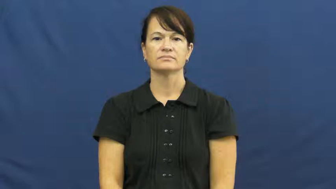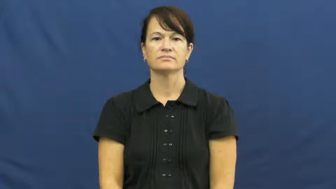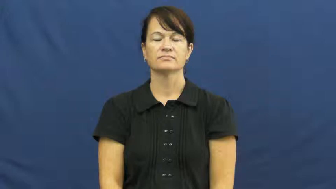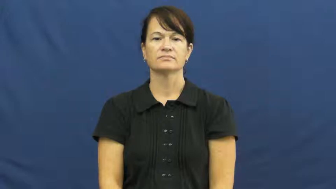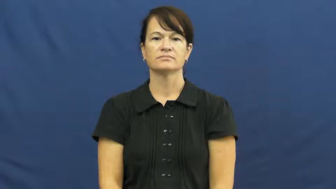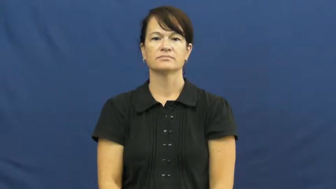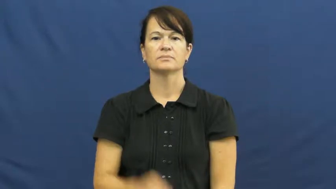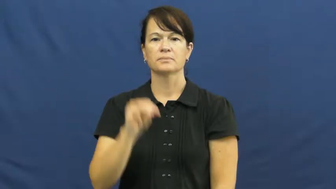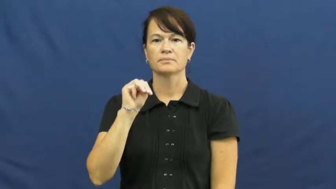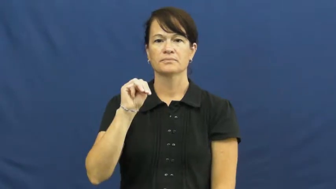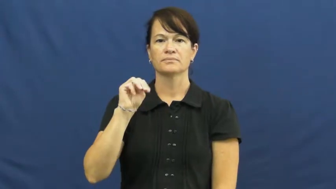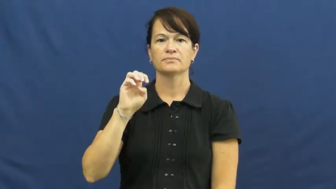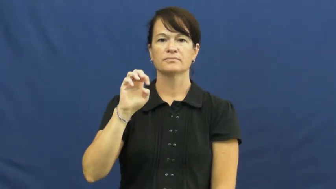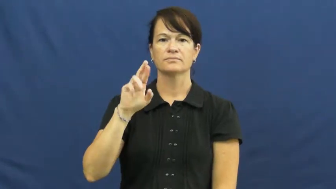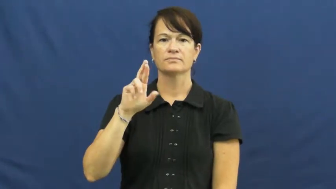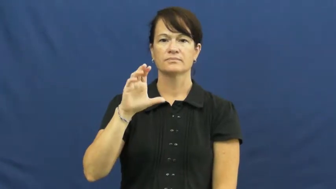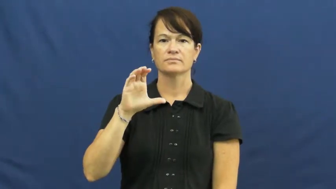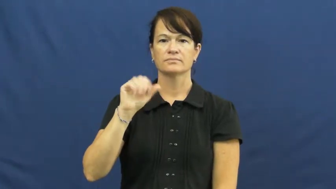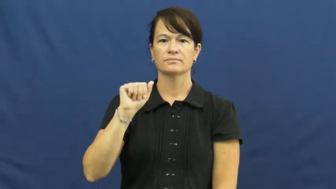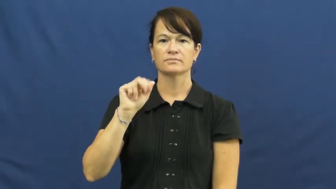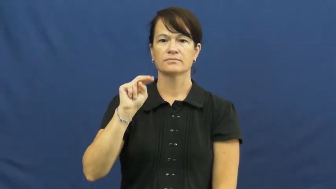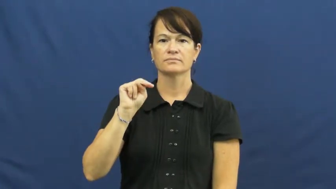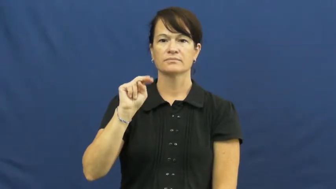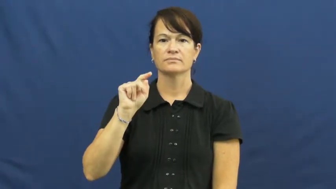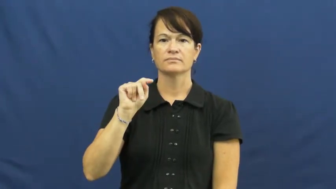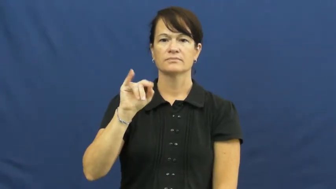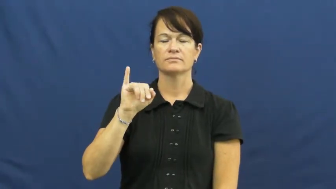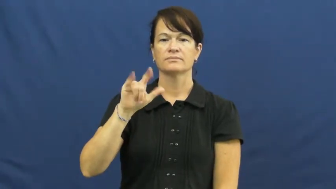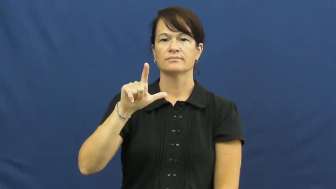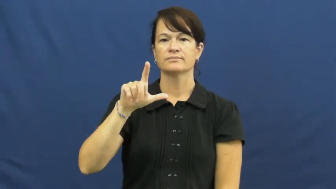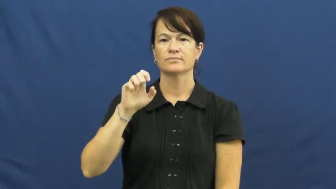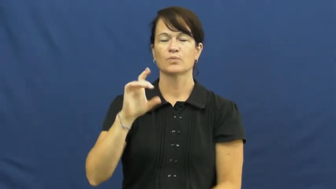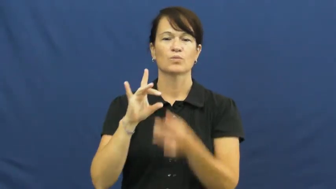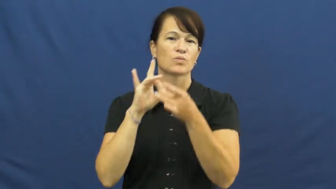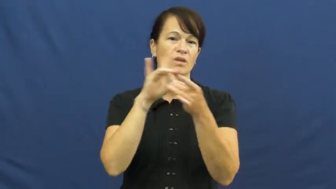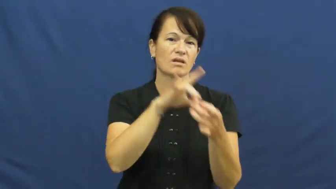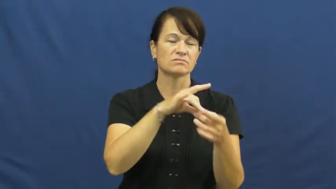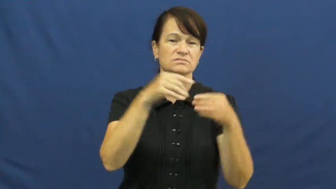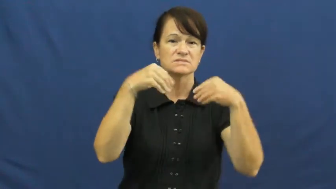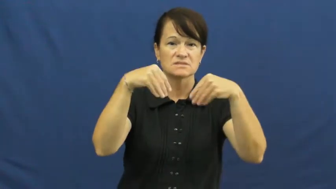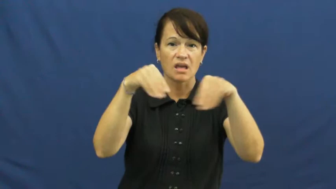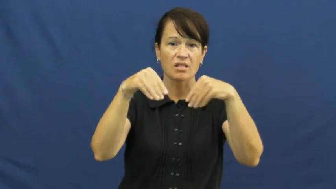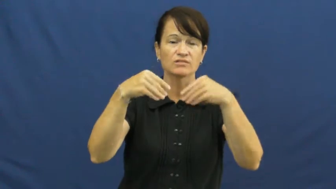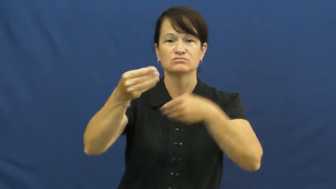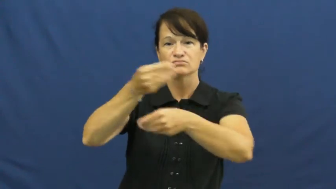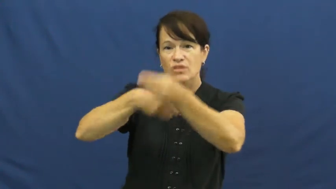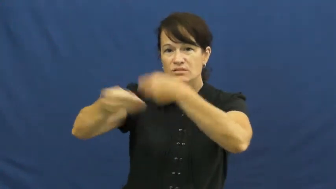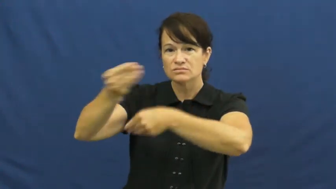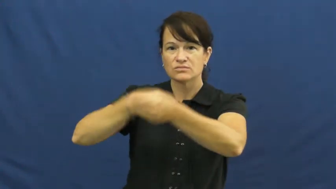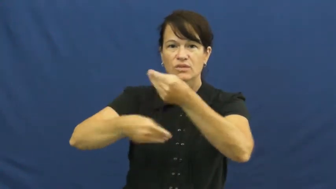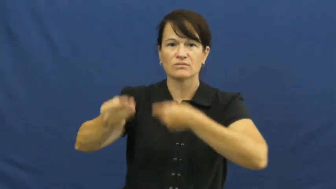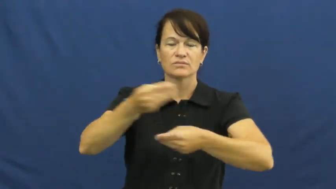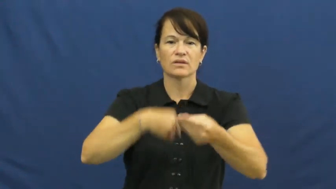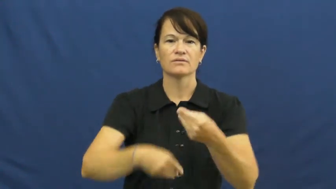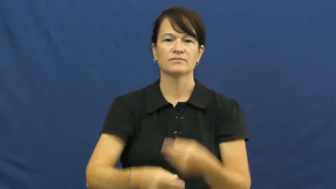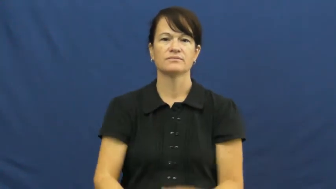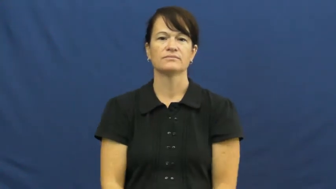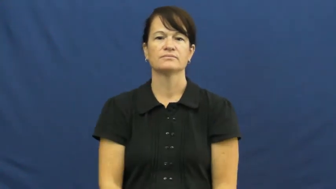mercantile